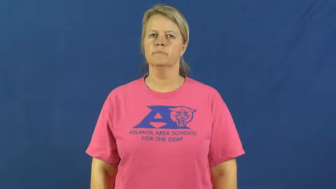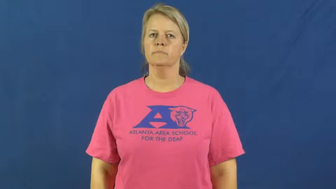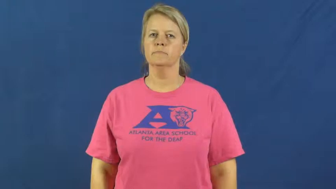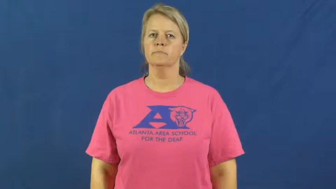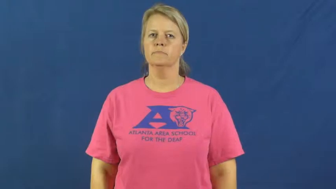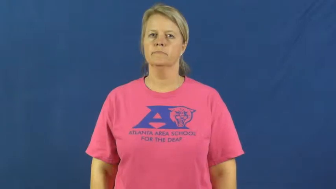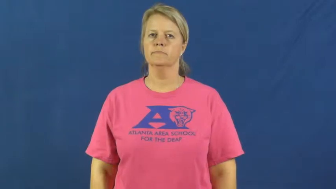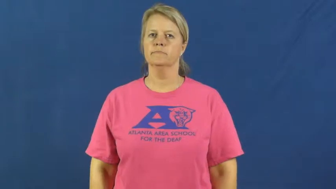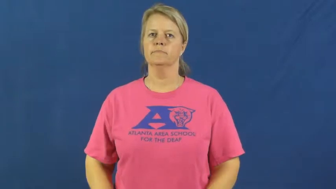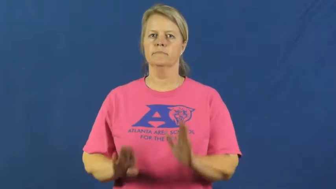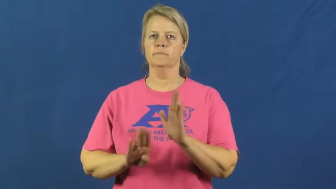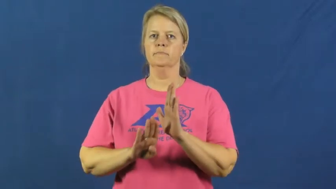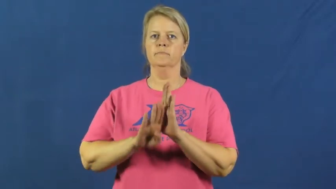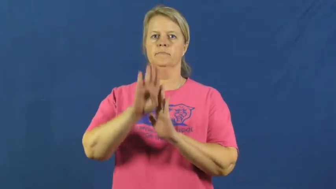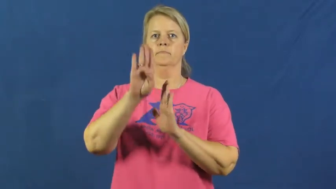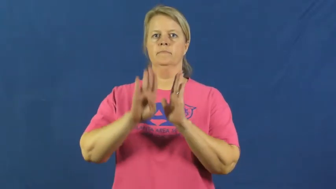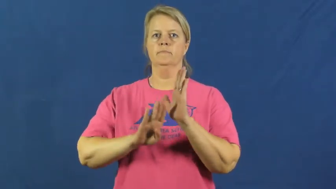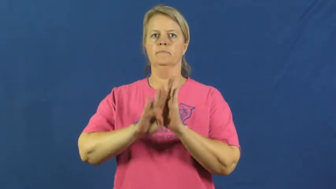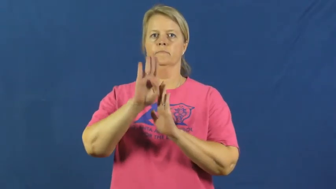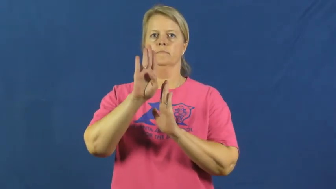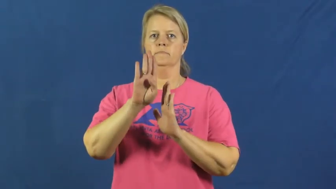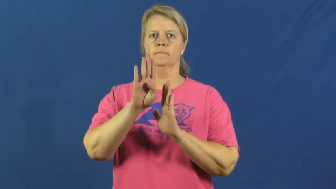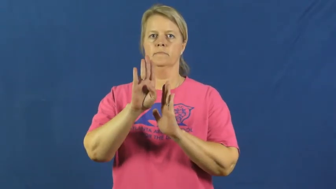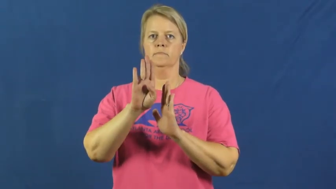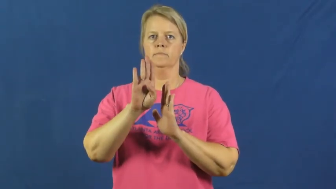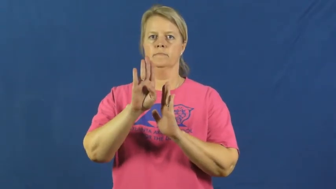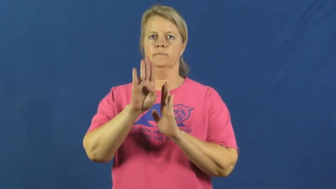develop,grow,build up